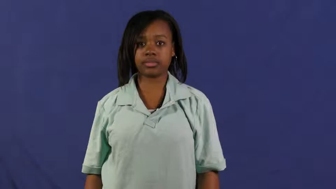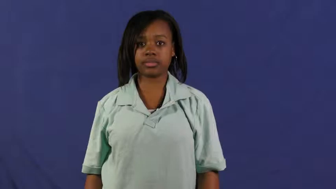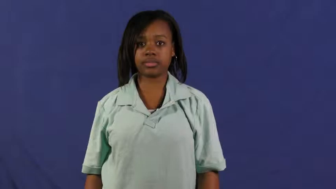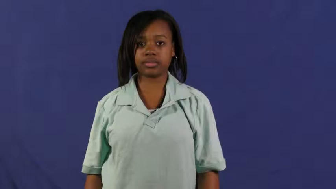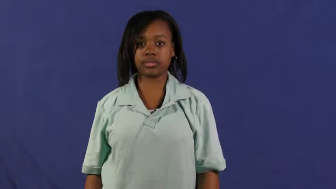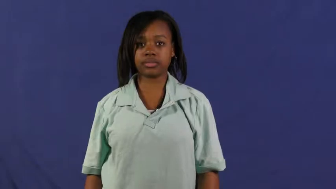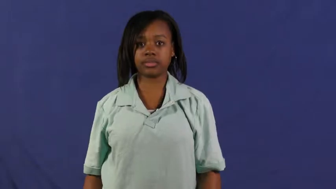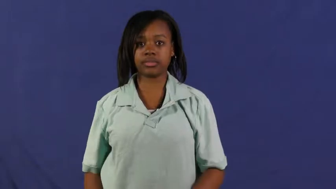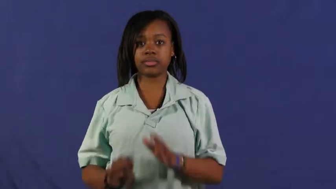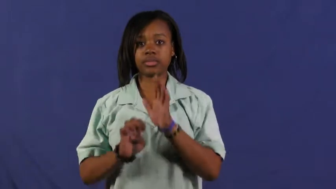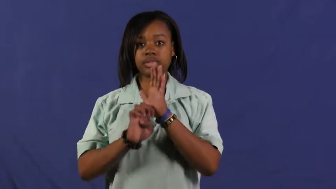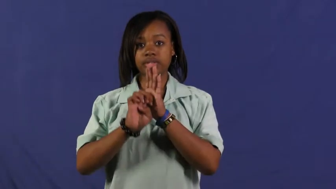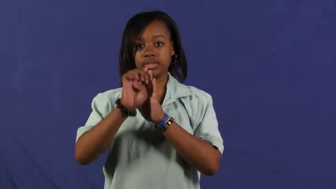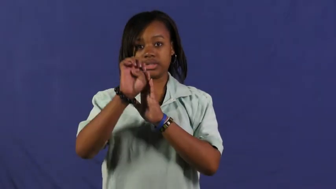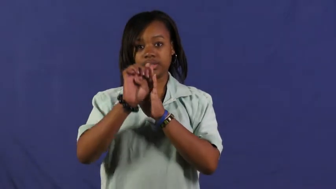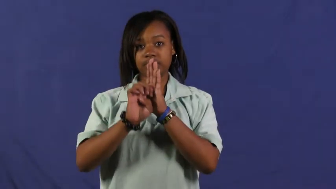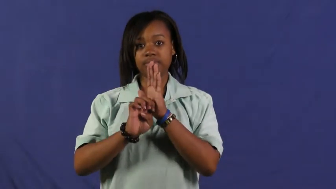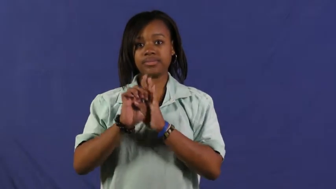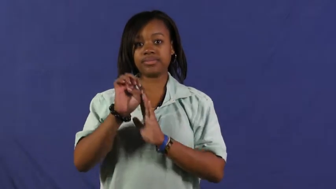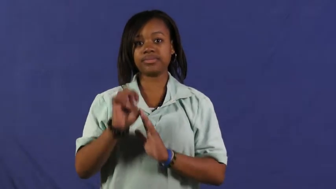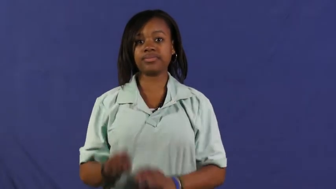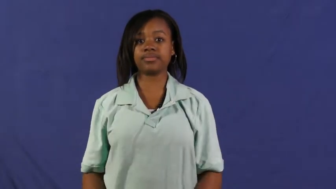elevator